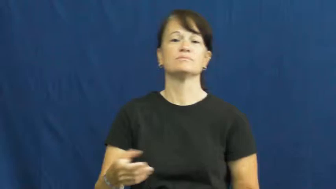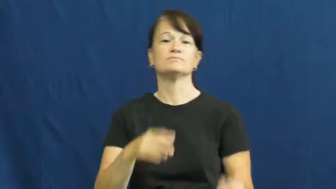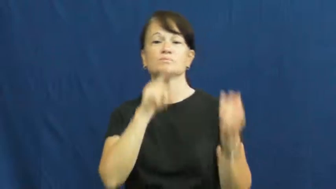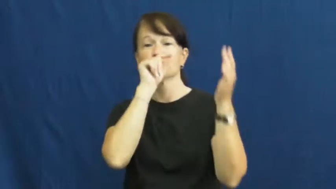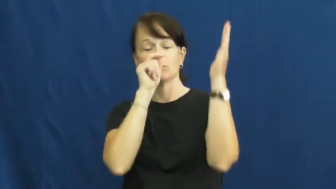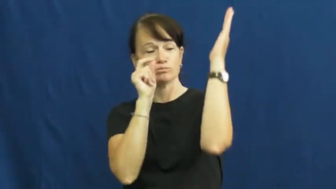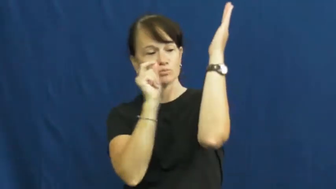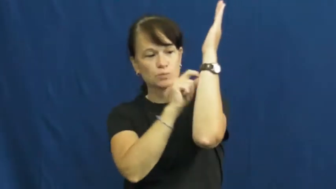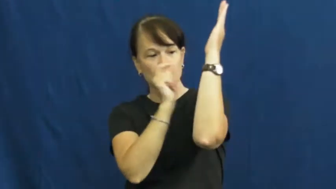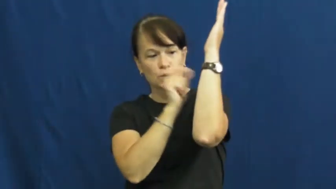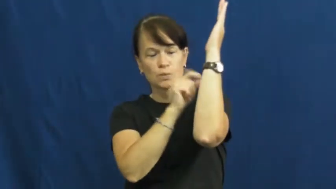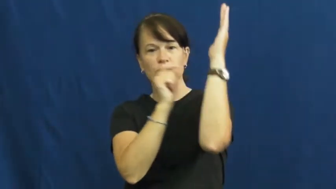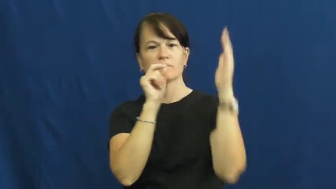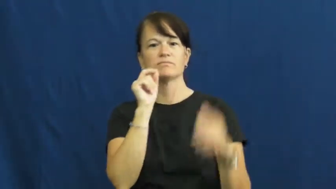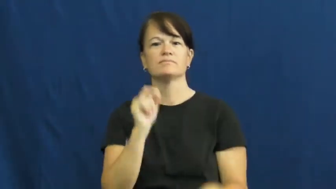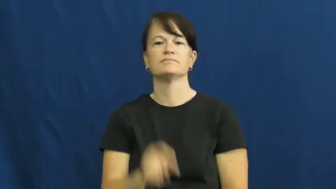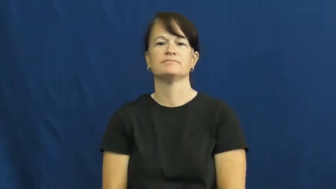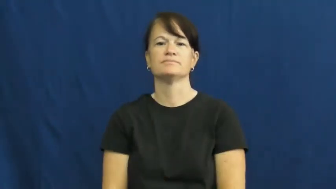tap-woodpecker